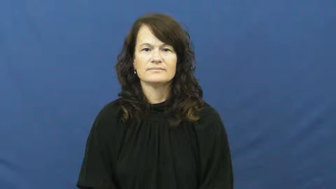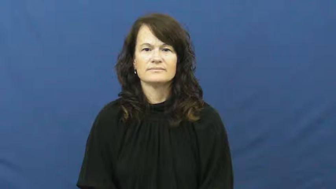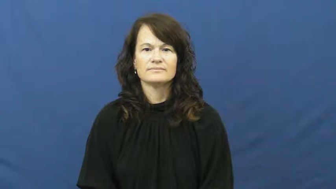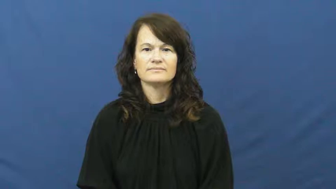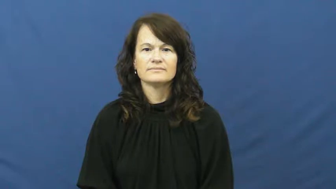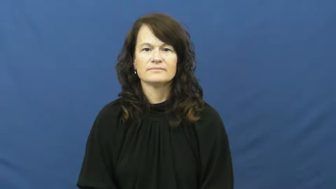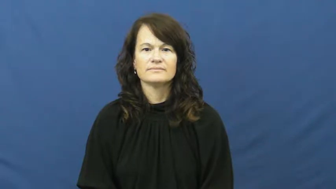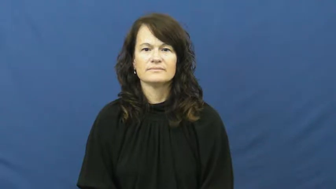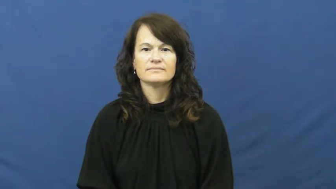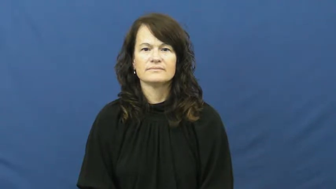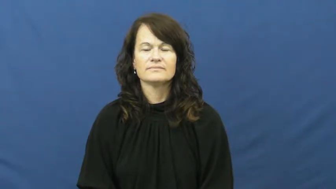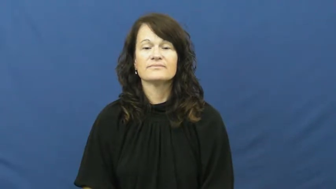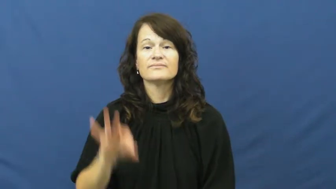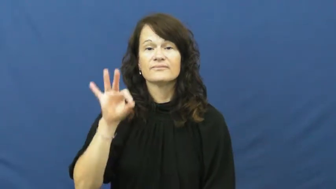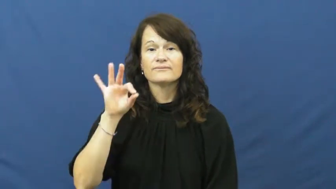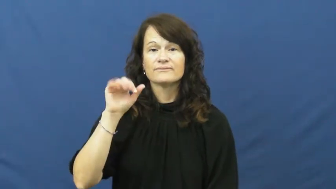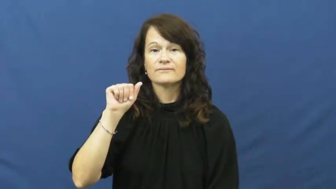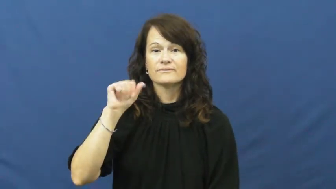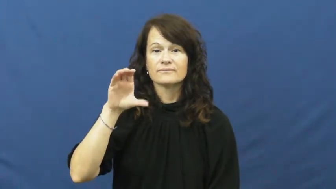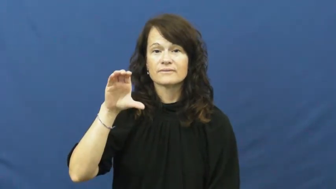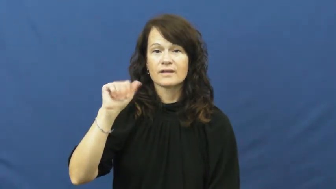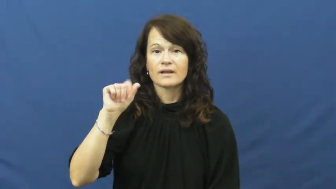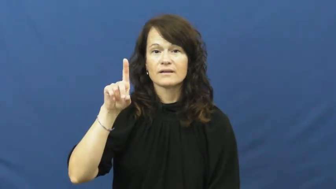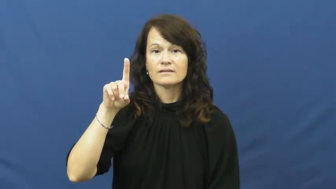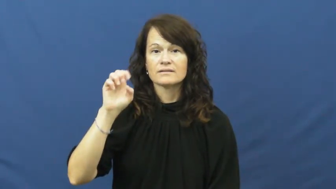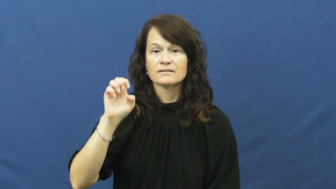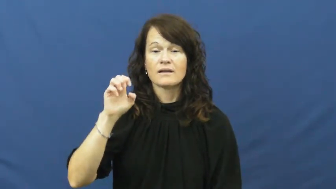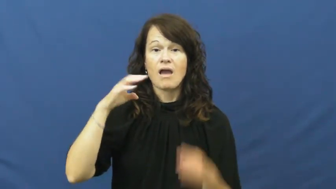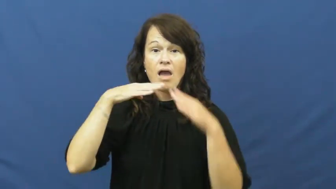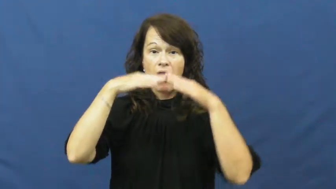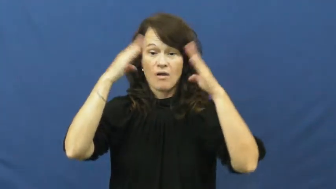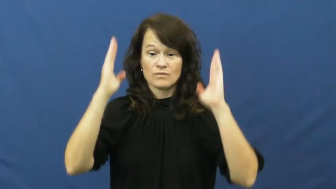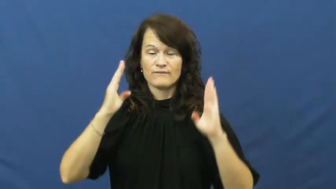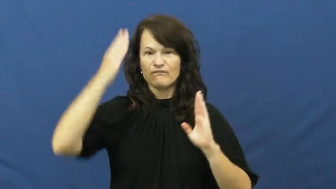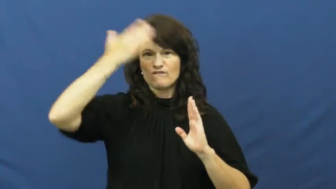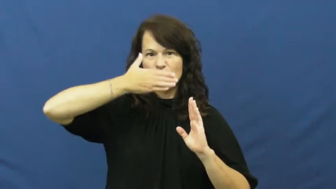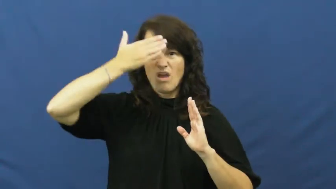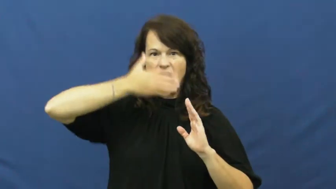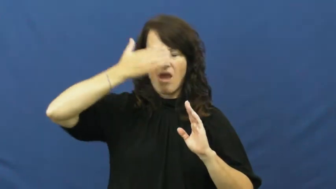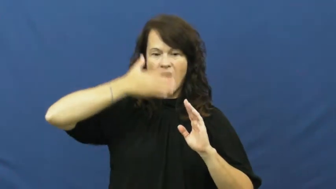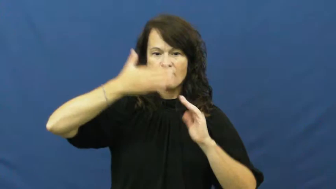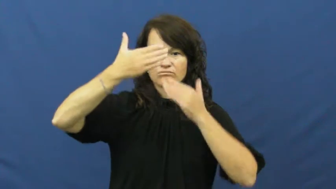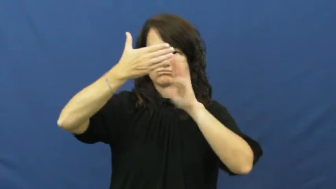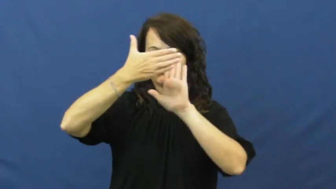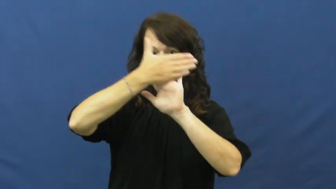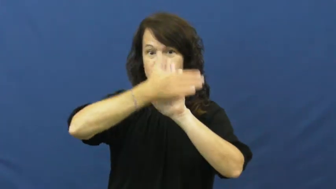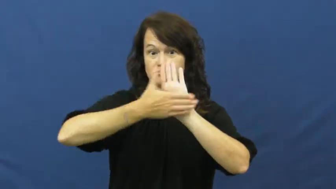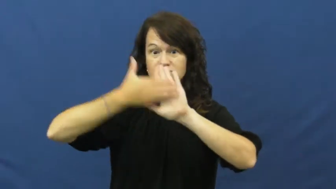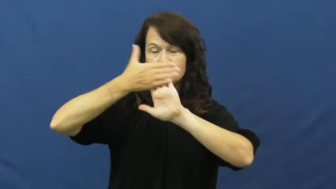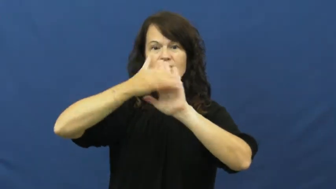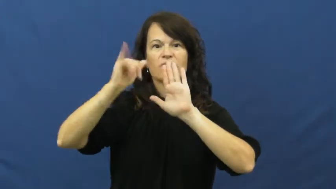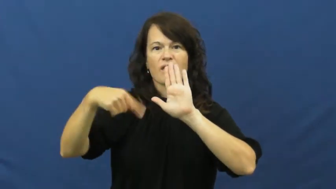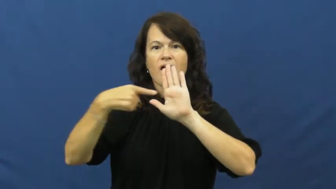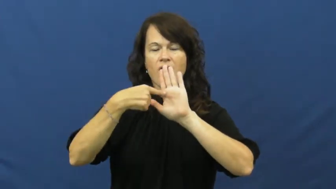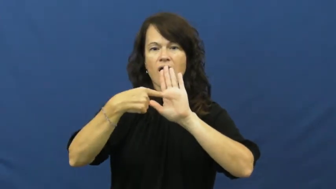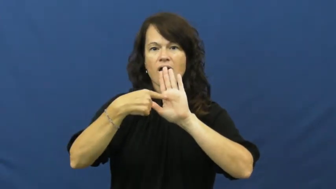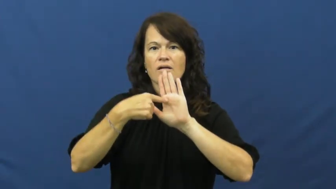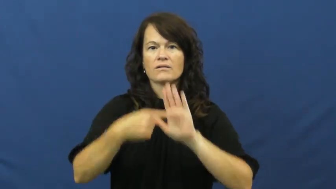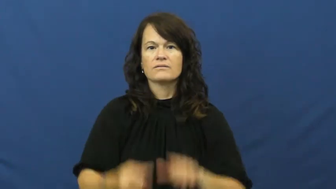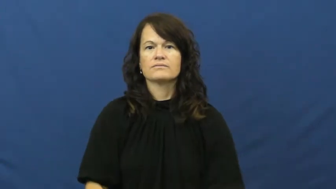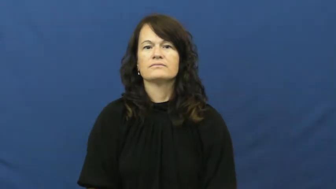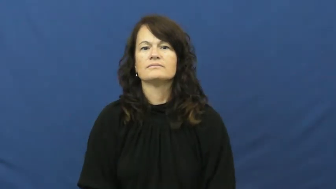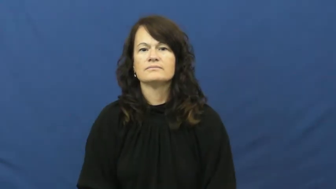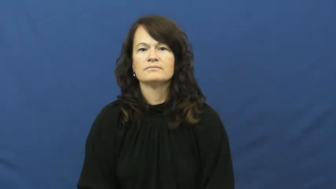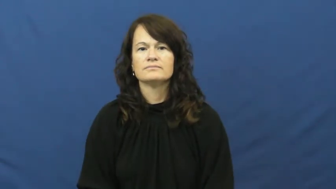facade-building